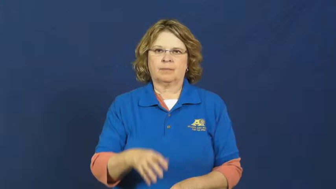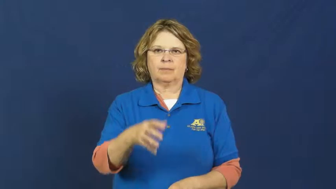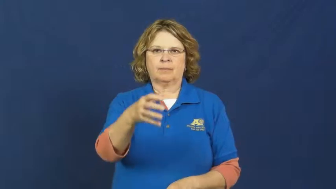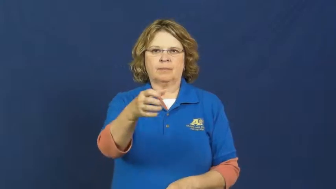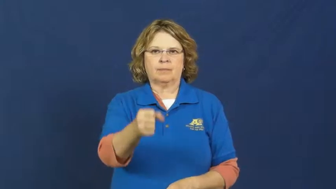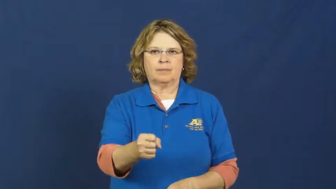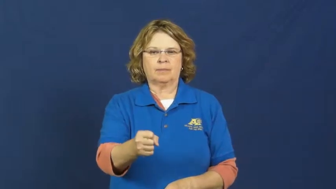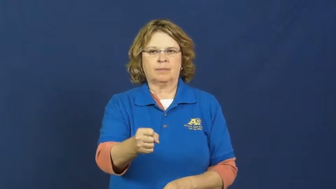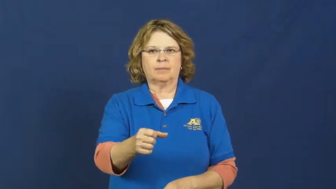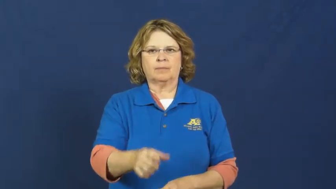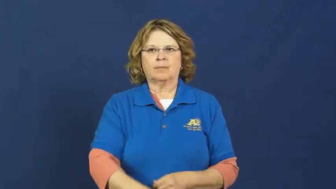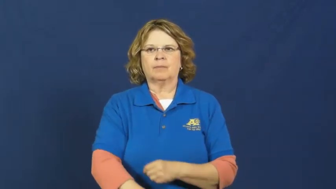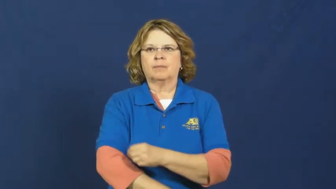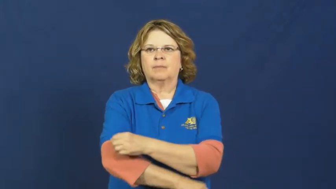squeeze